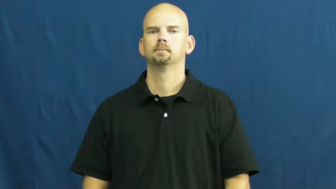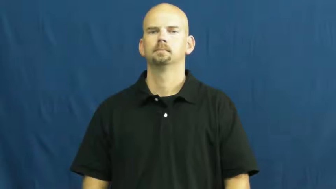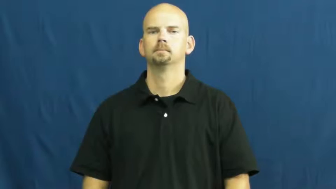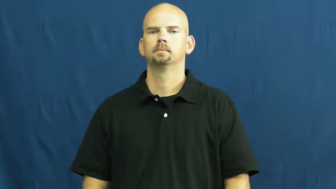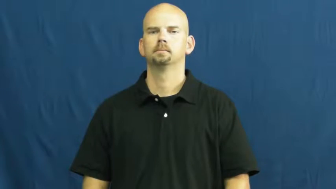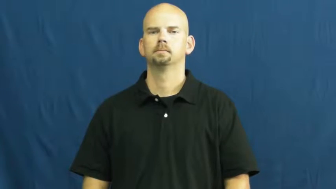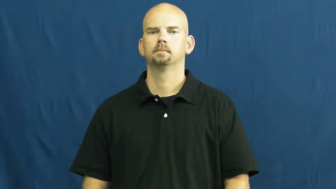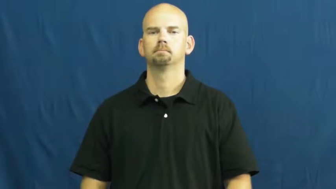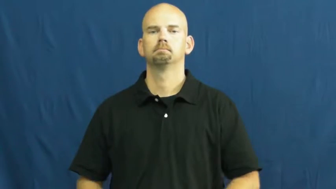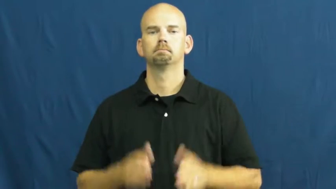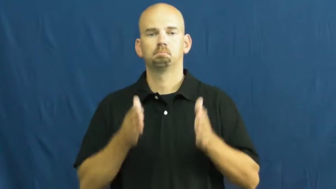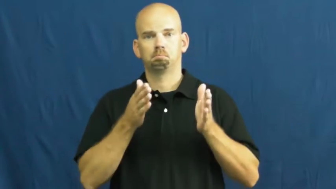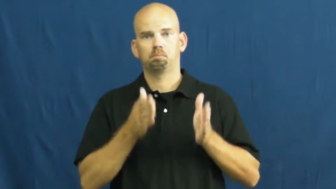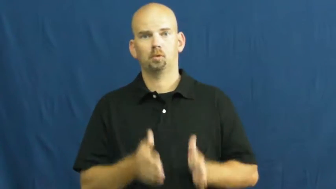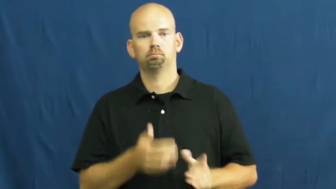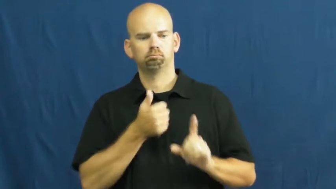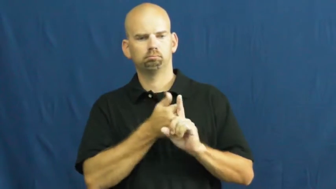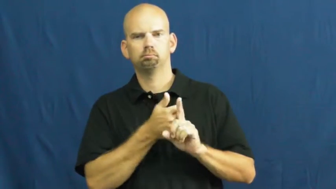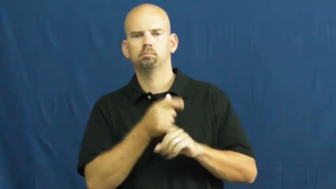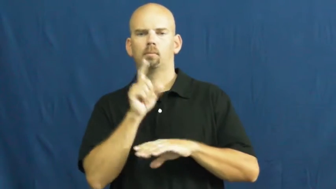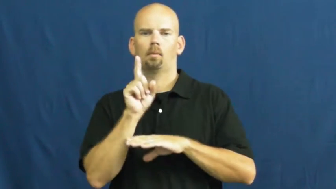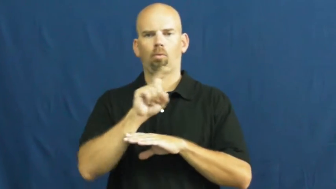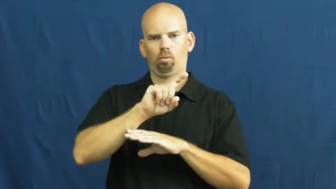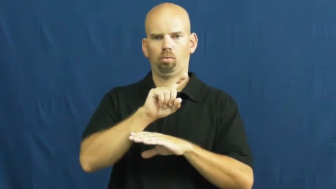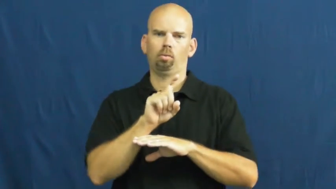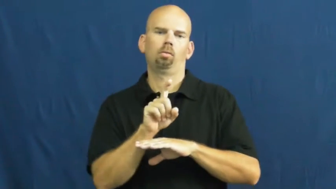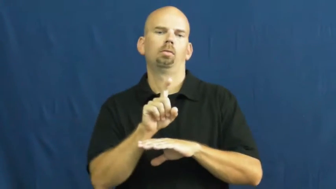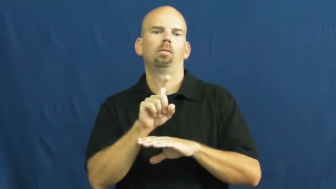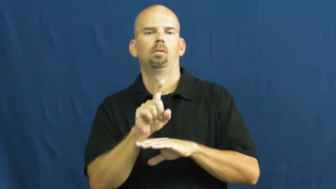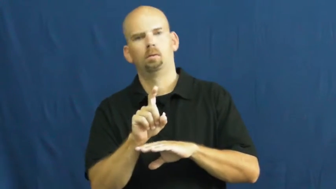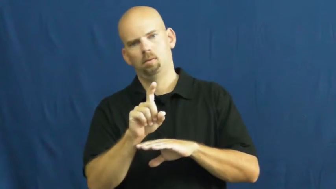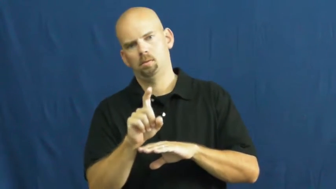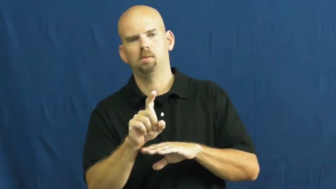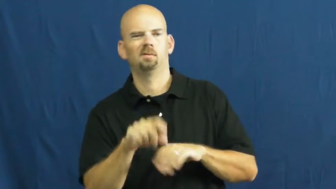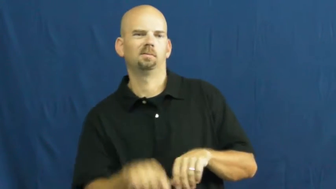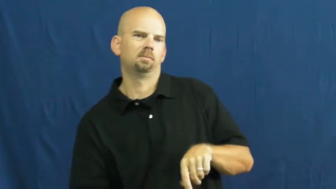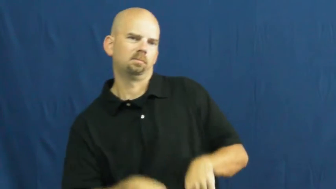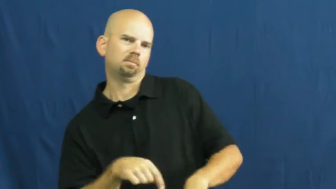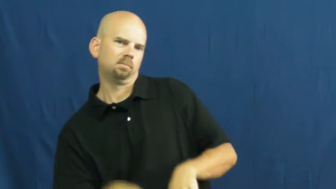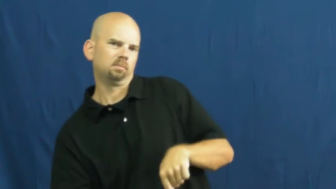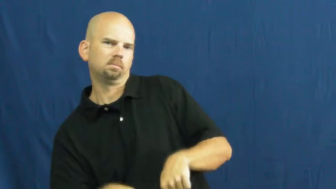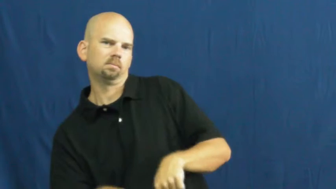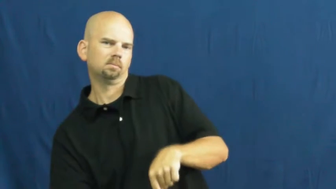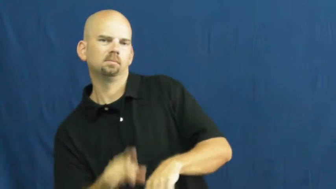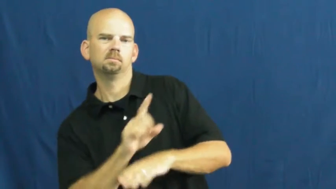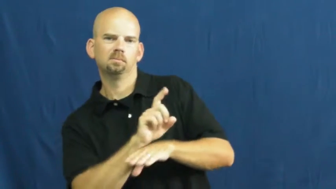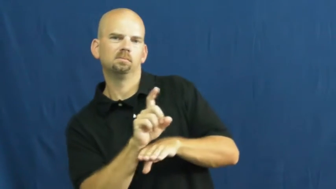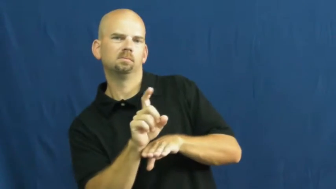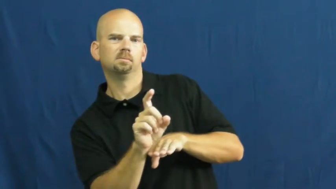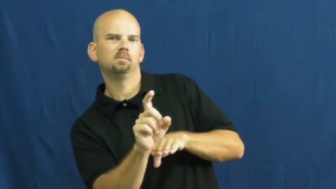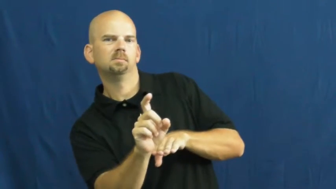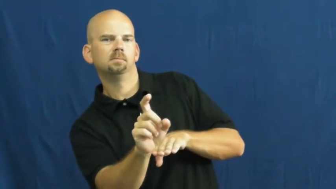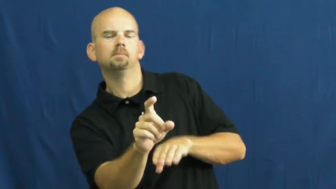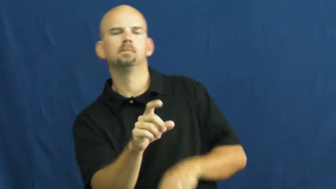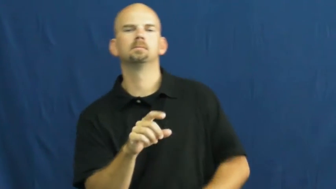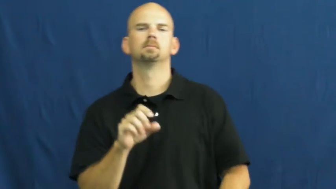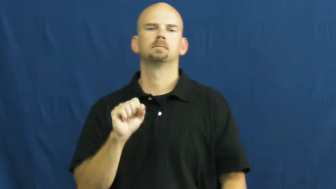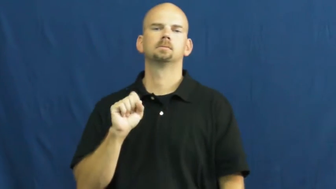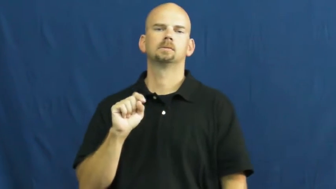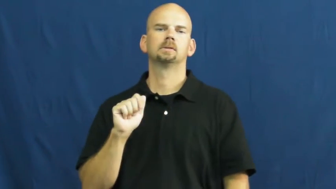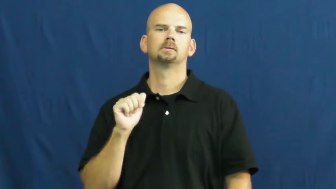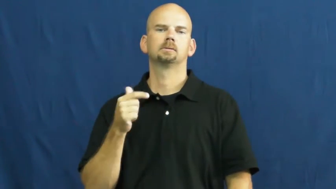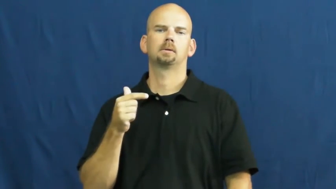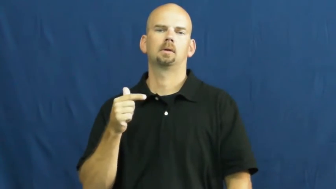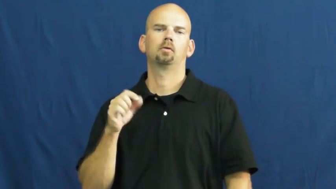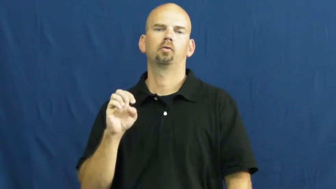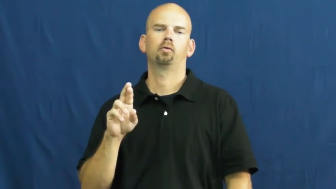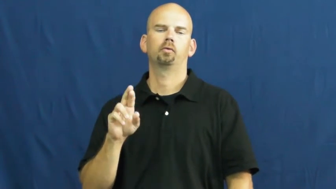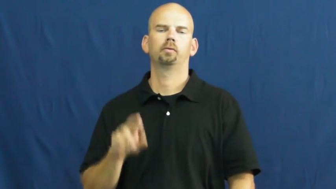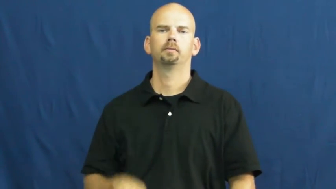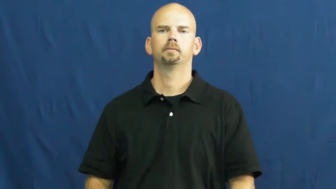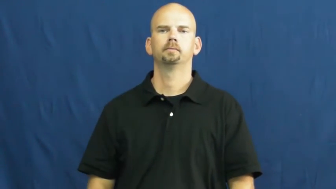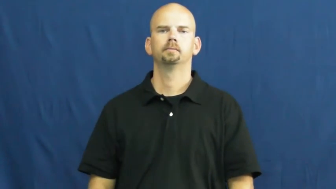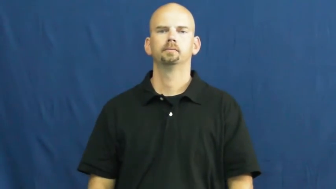stagger,stagger around,stagger about-walk